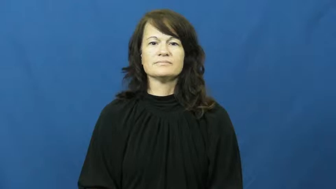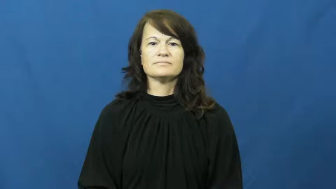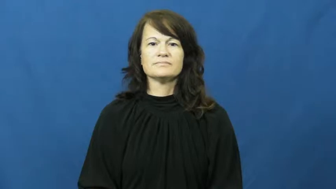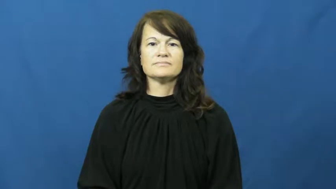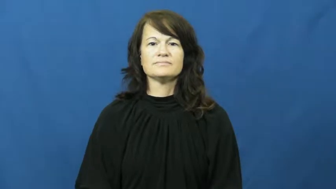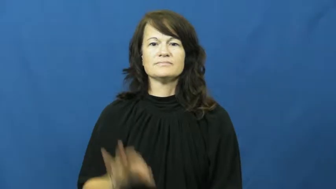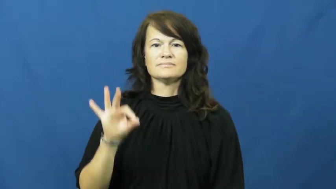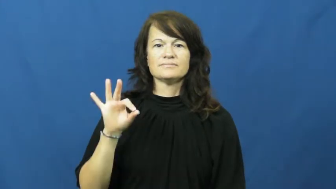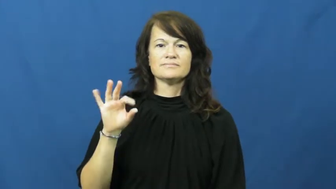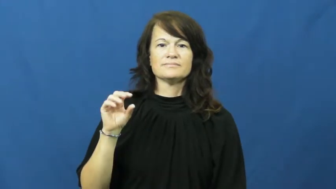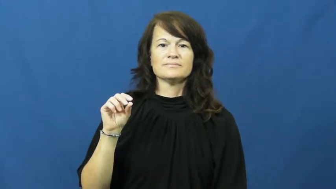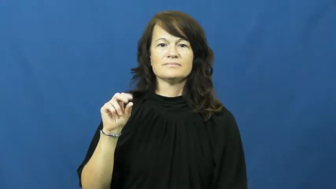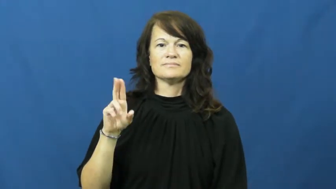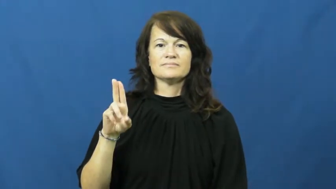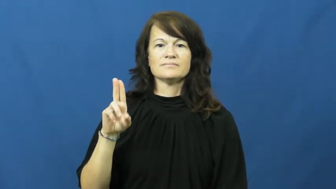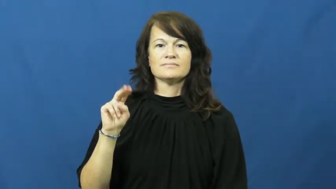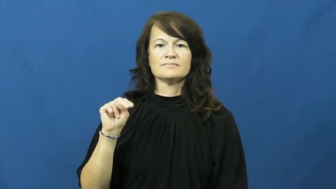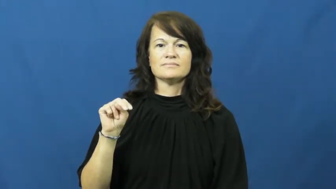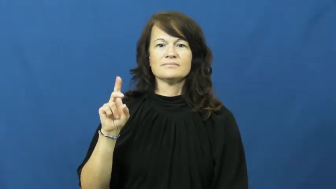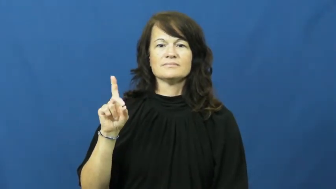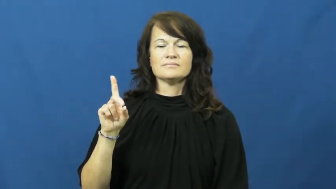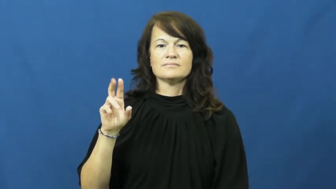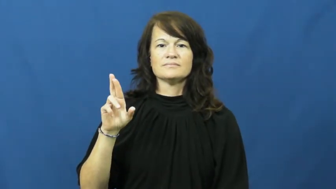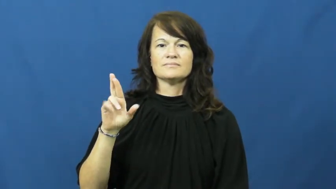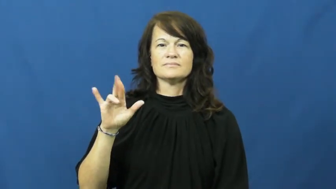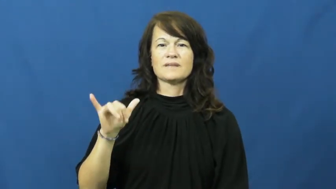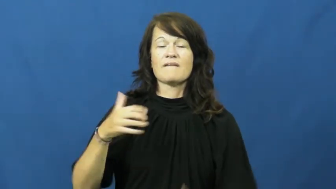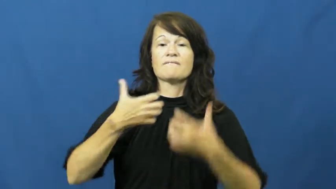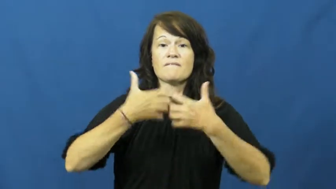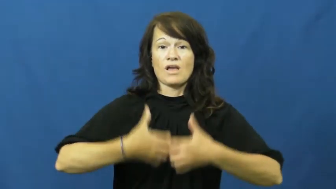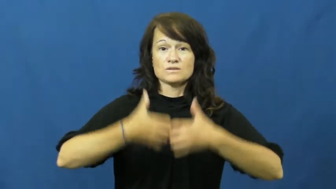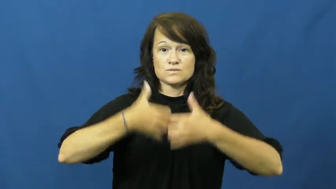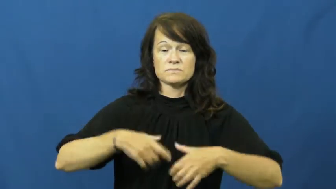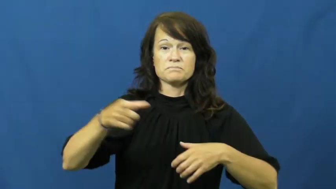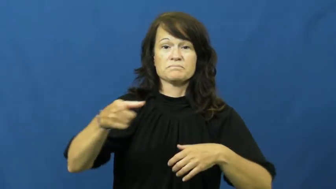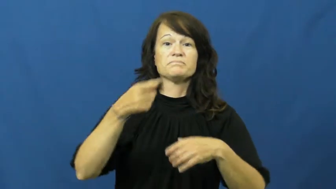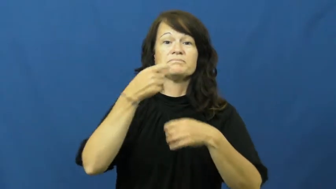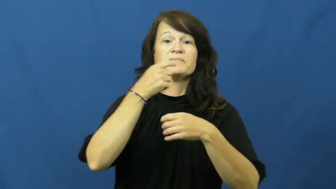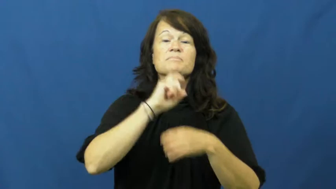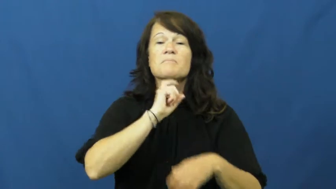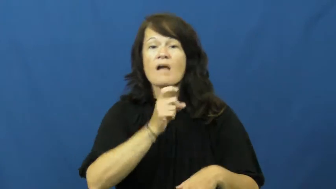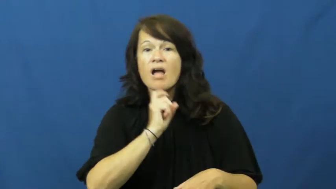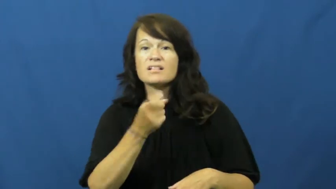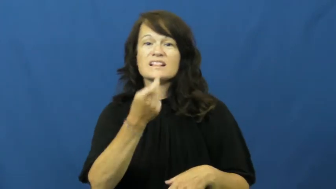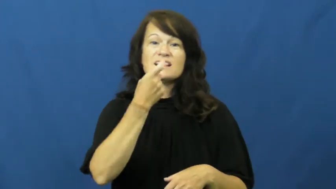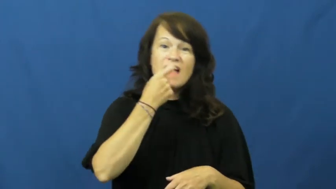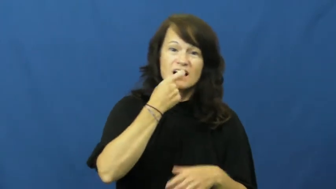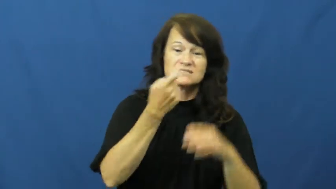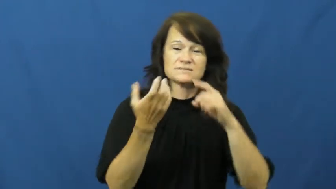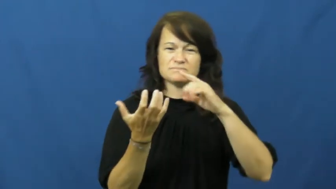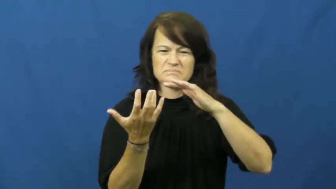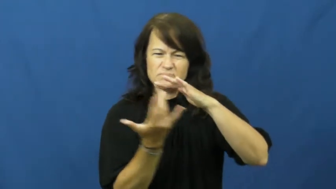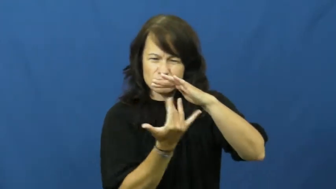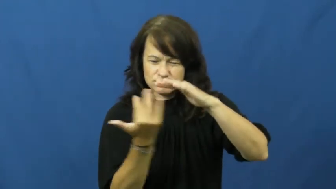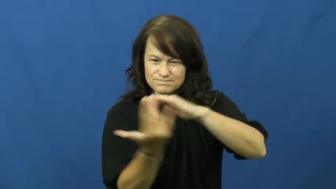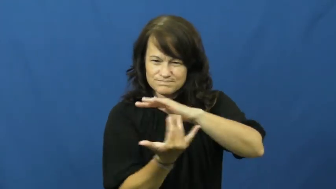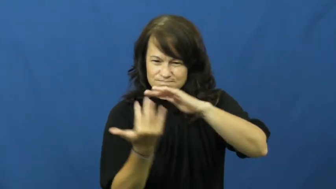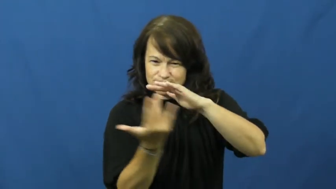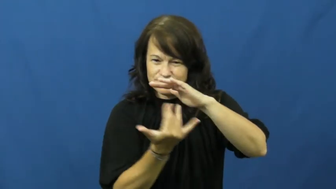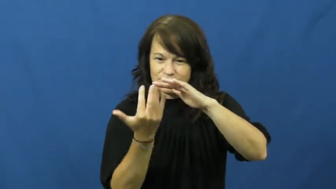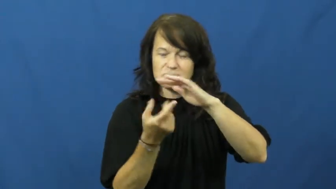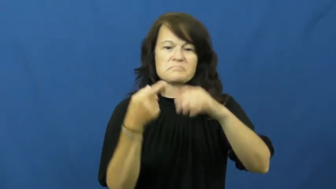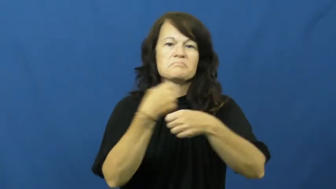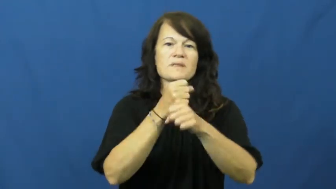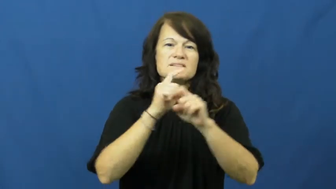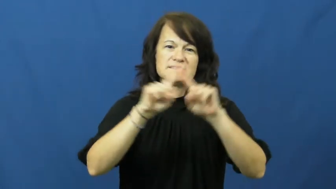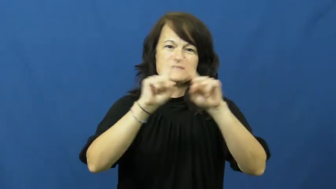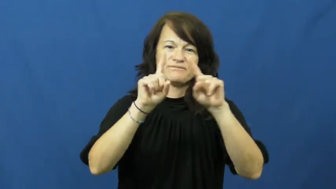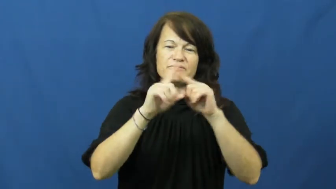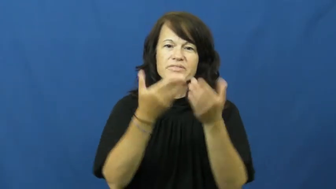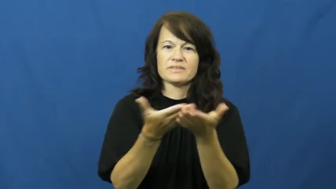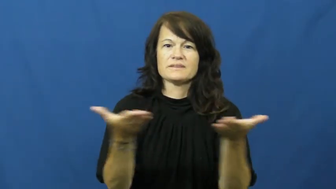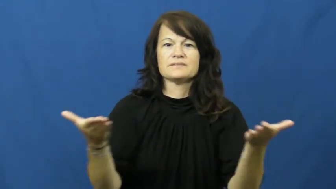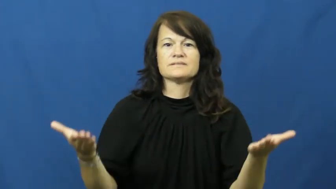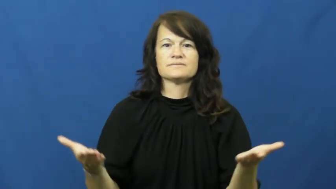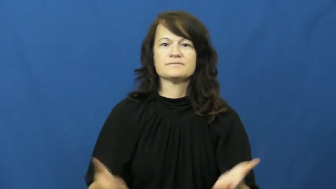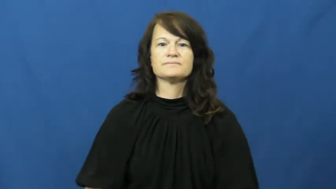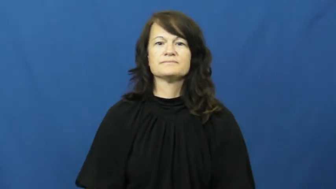foundry